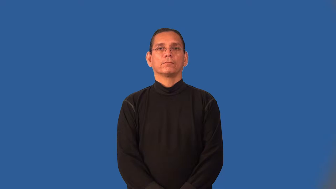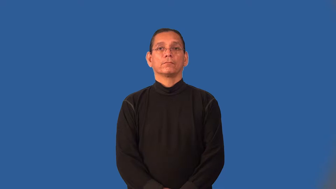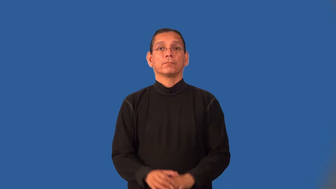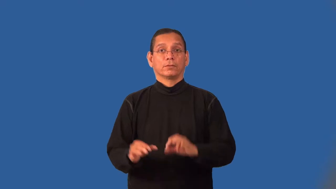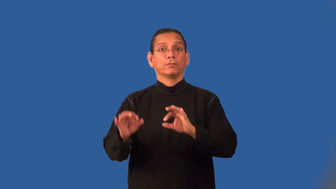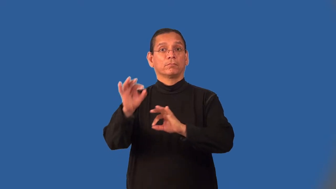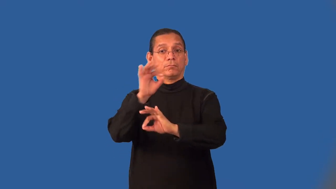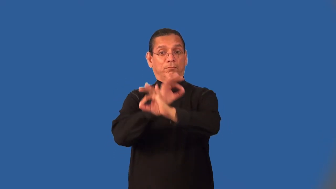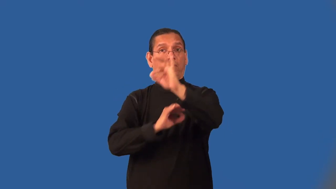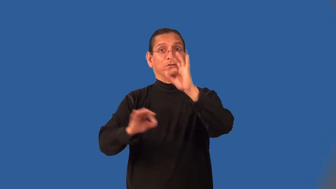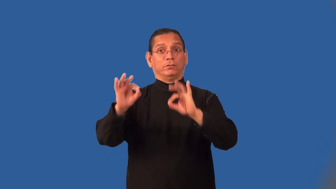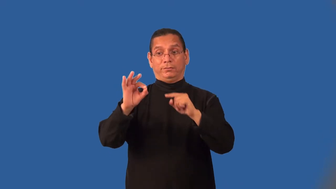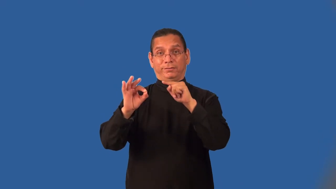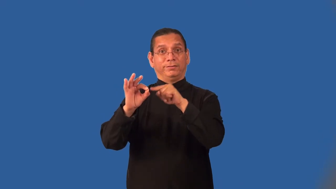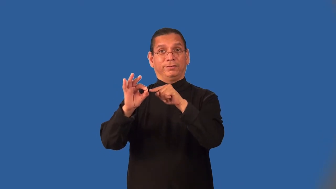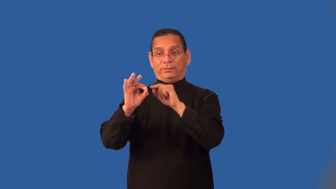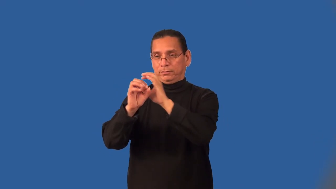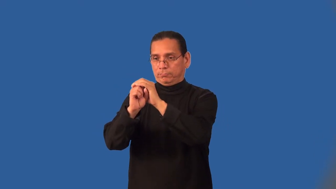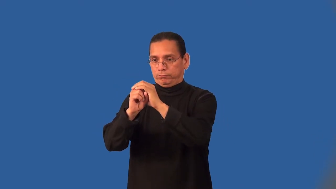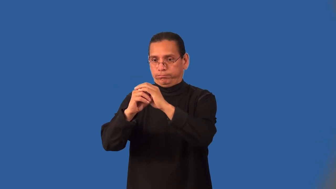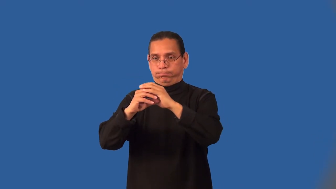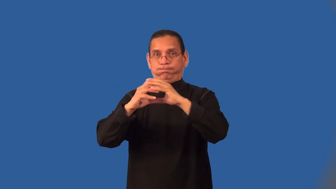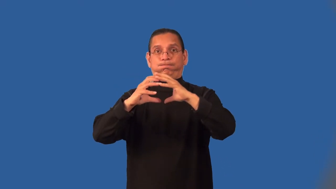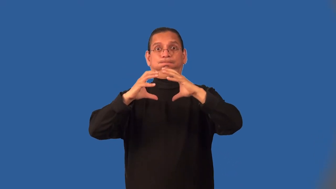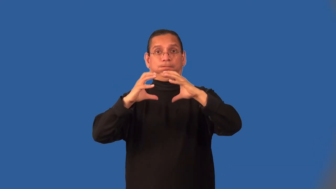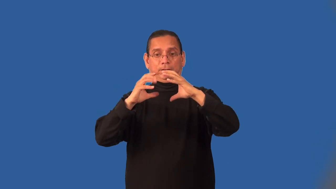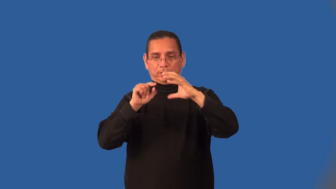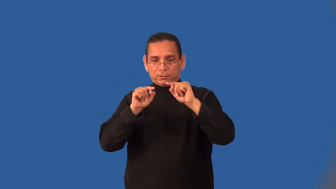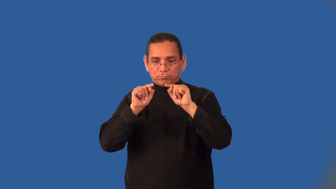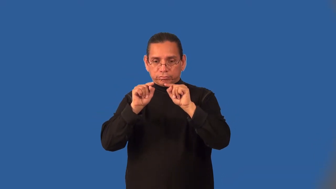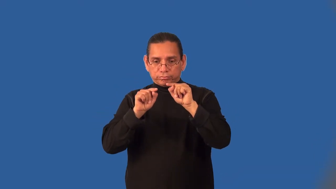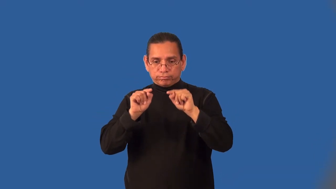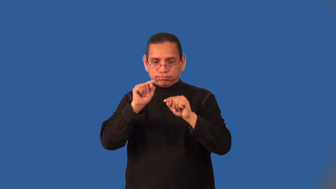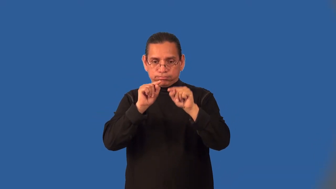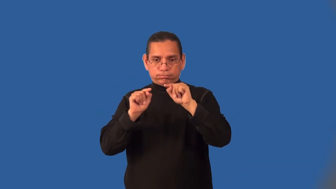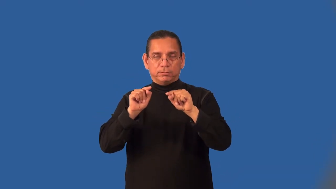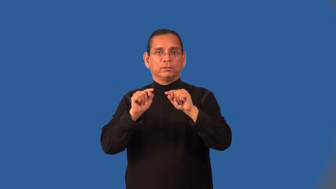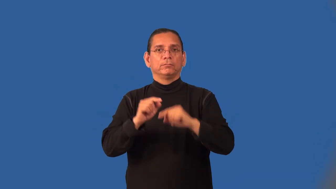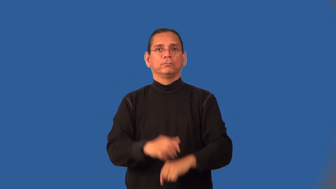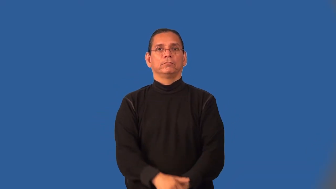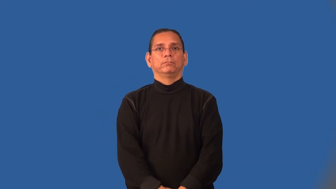intramolecular